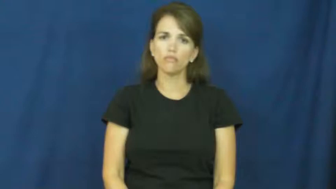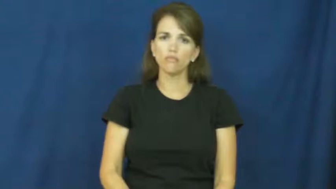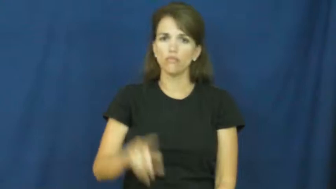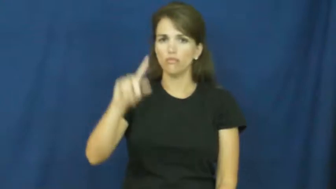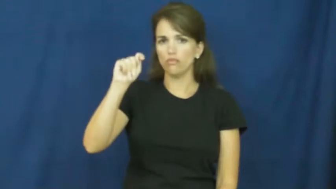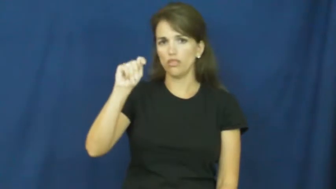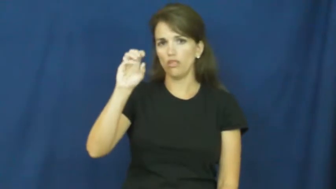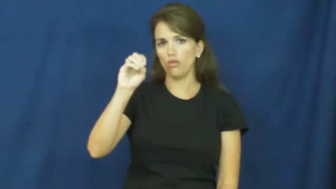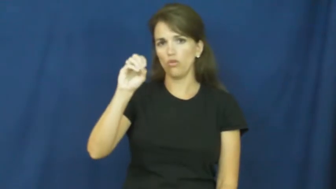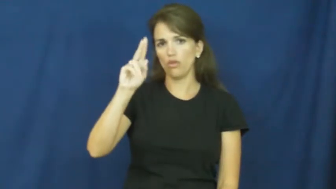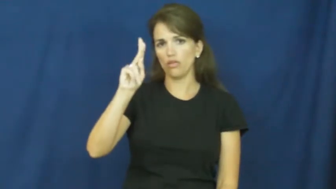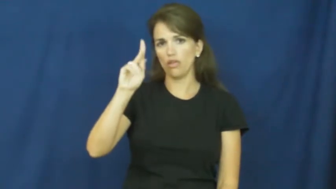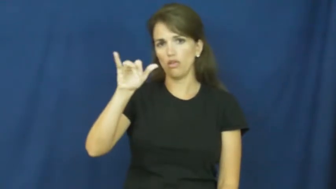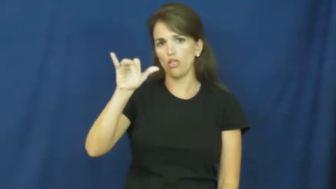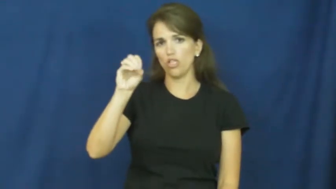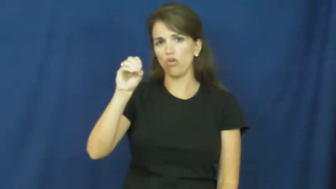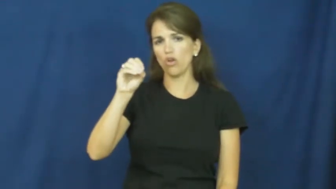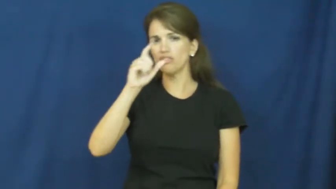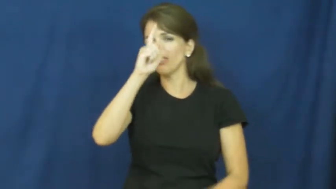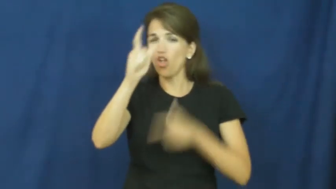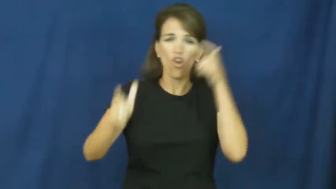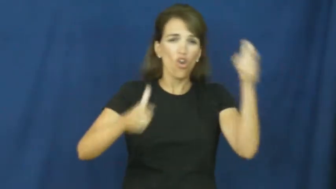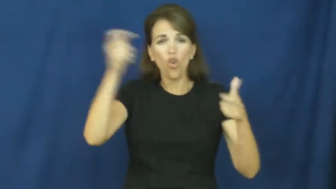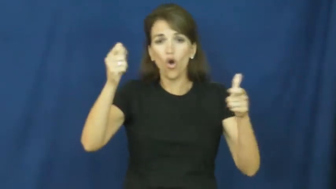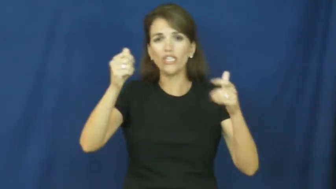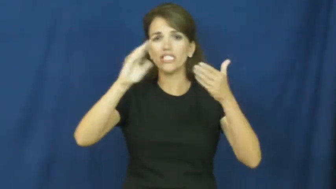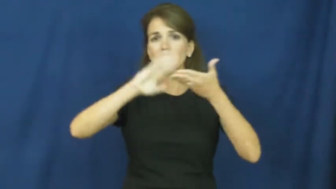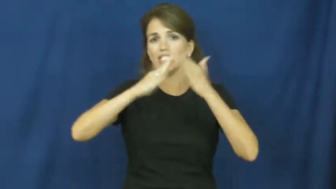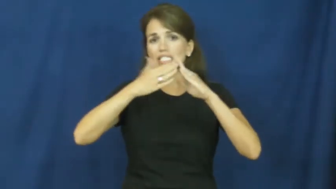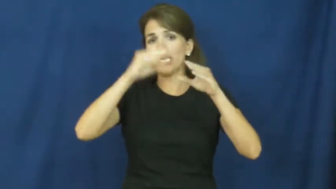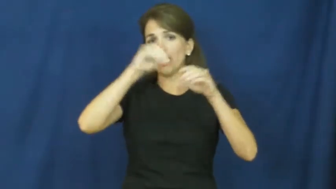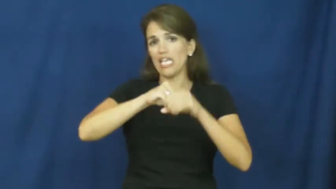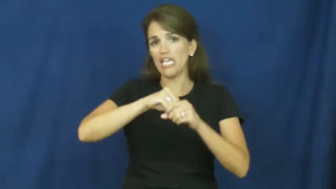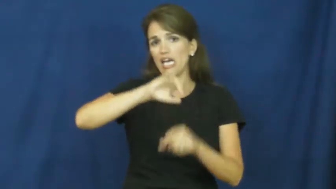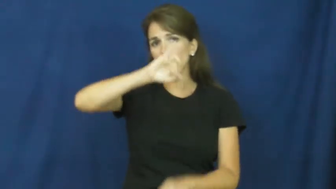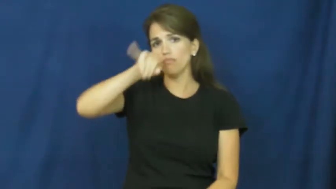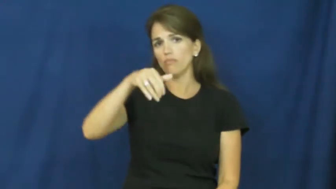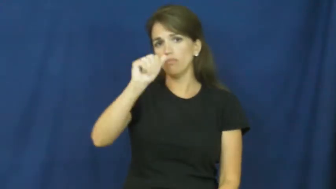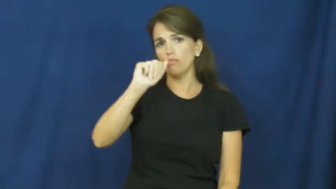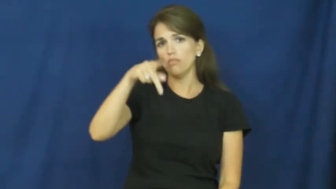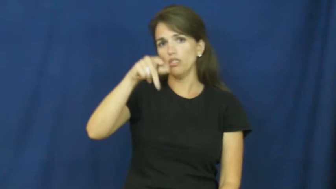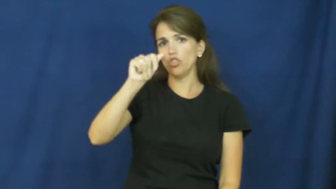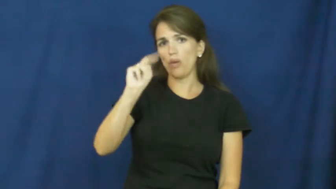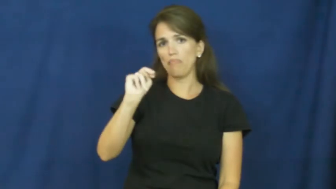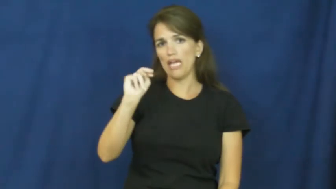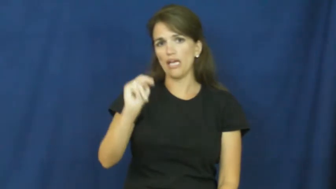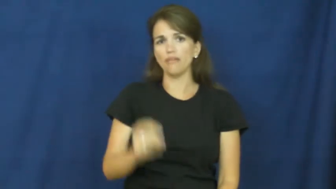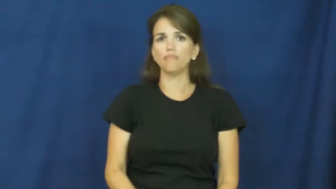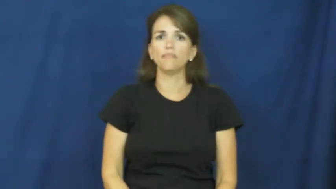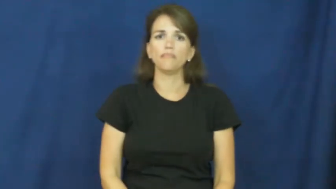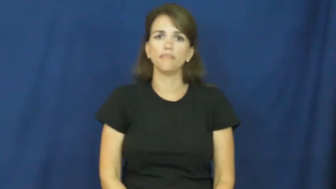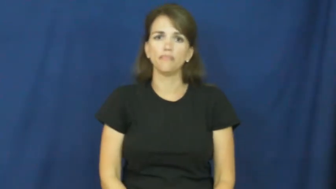tokyo